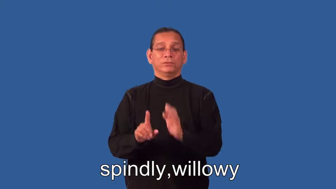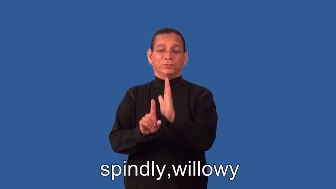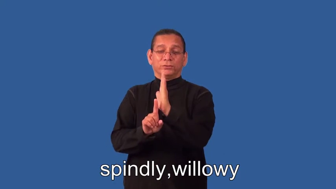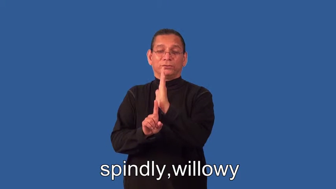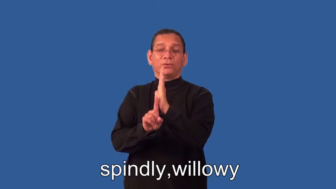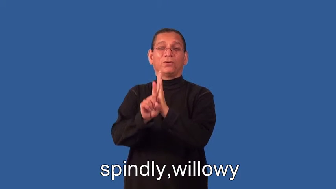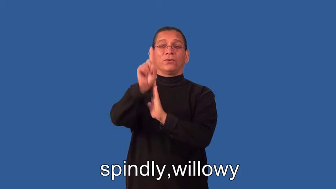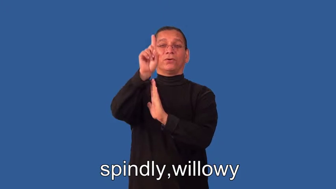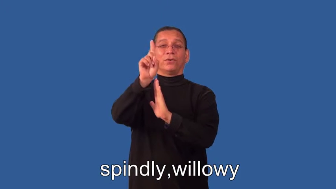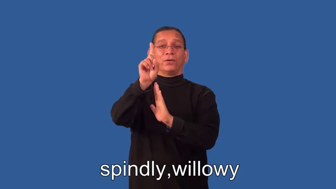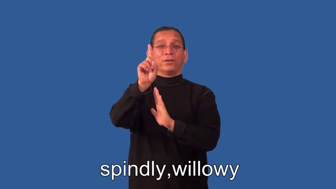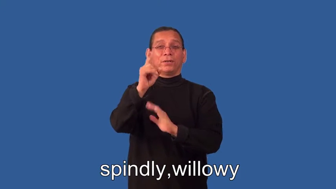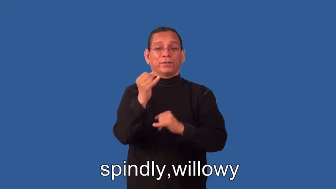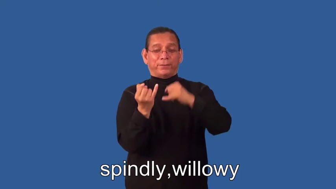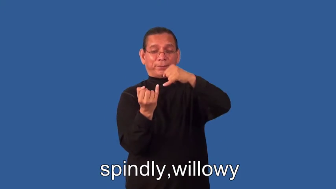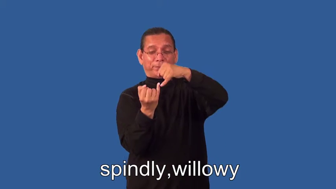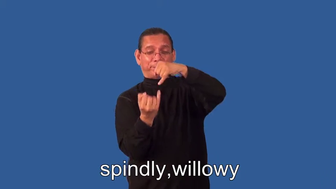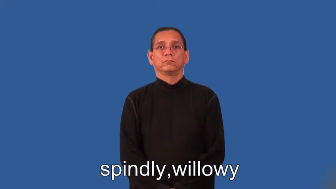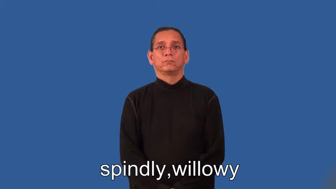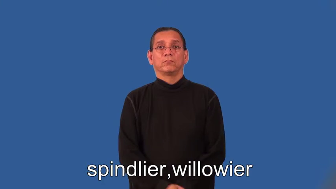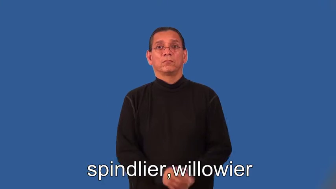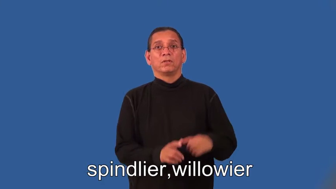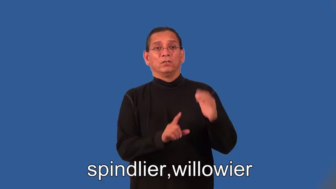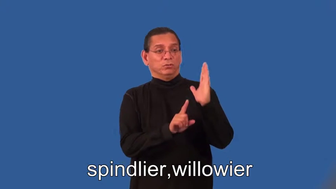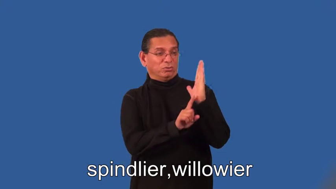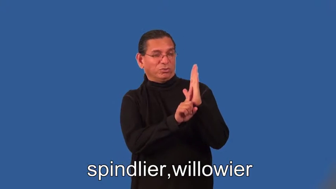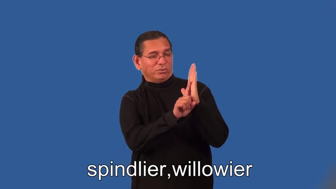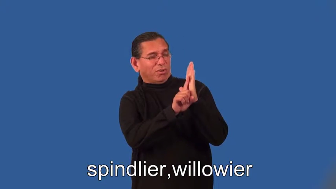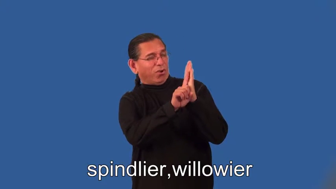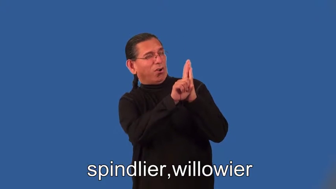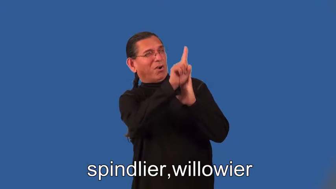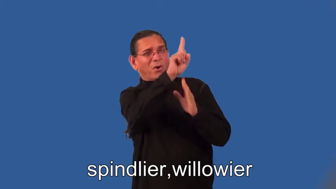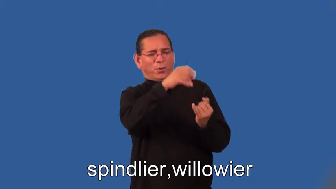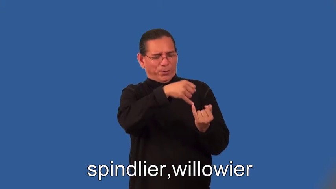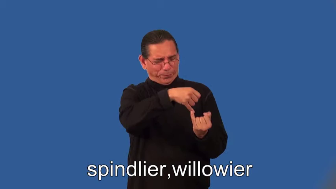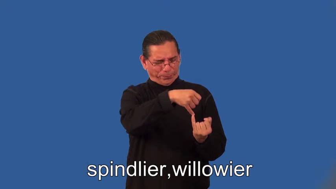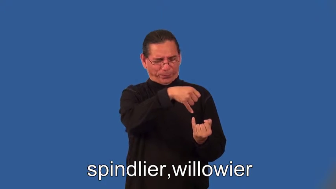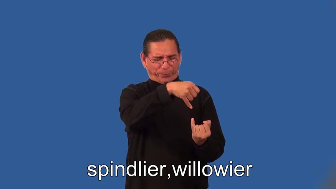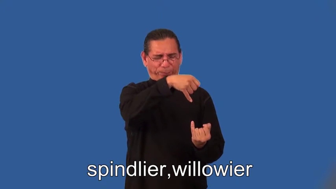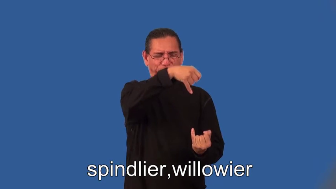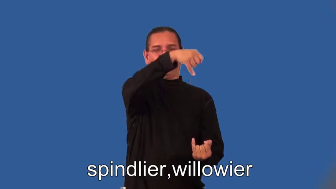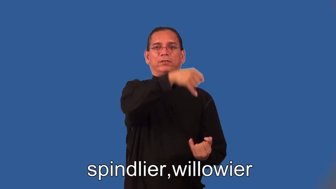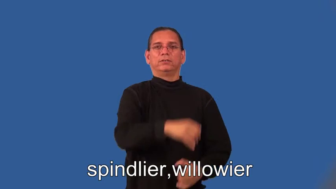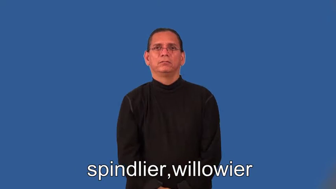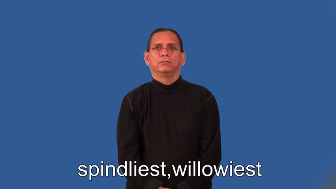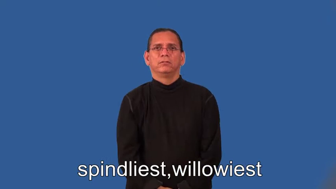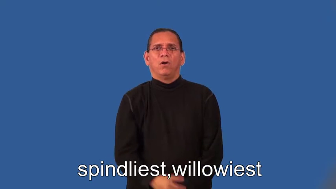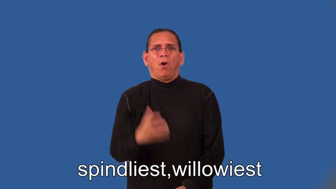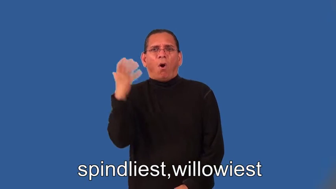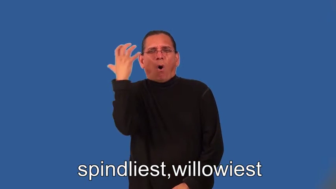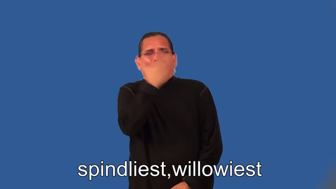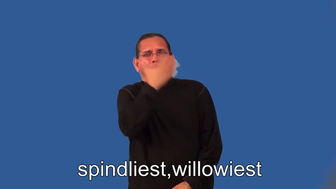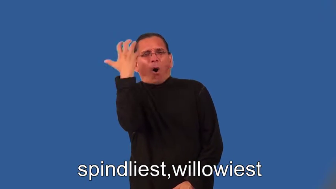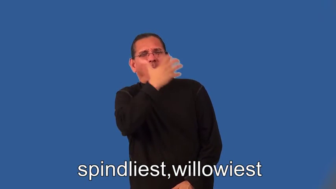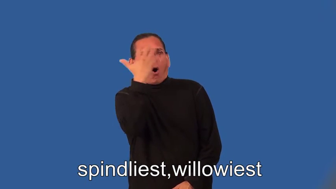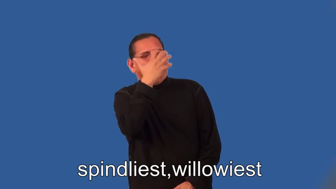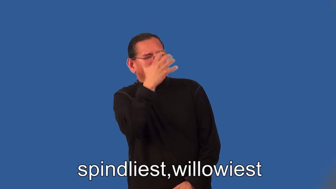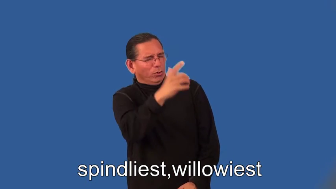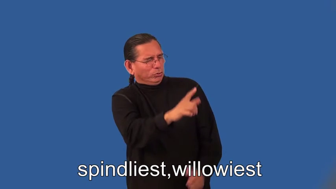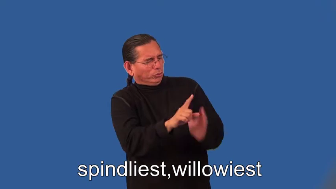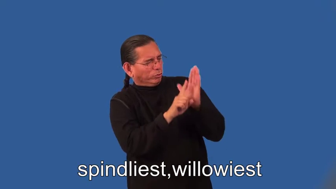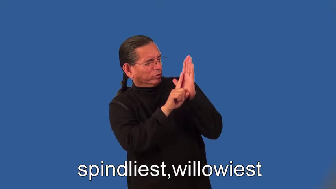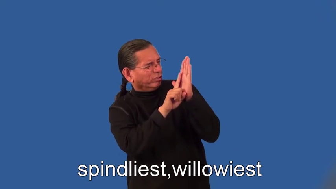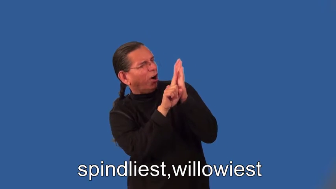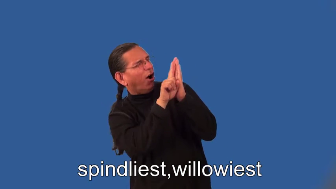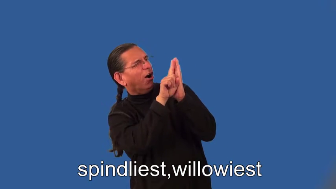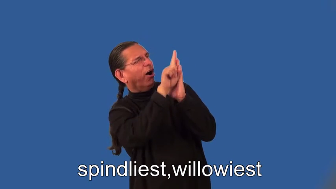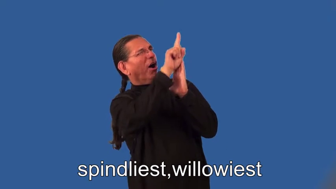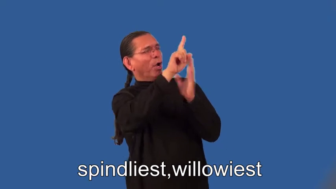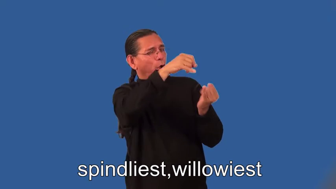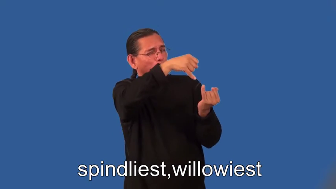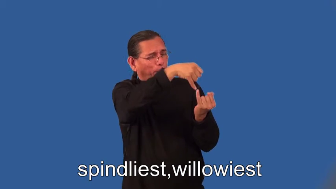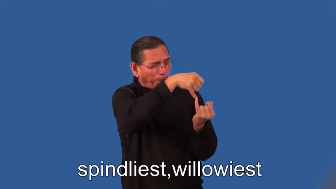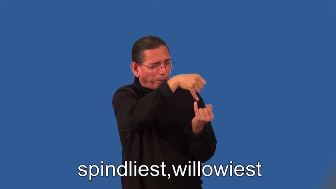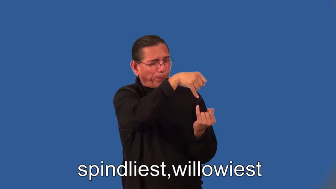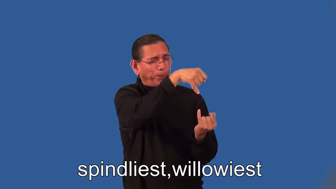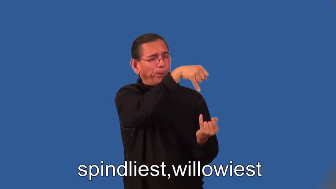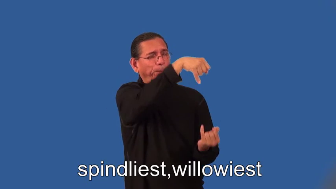spindlier,willowier,spindliest,willowiest